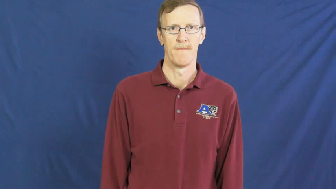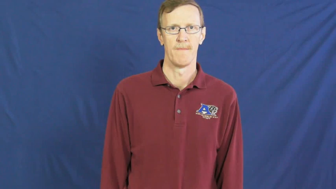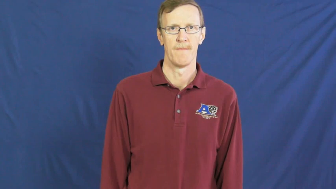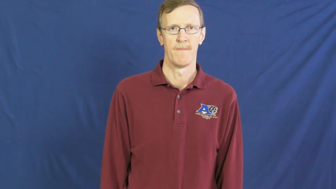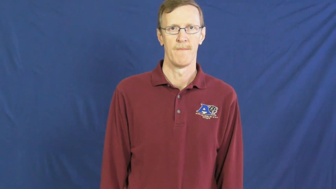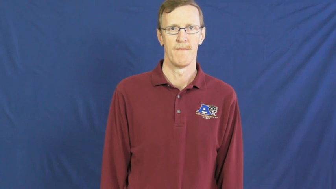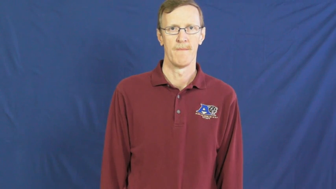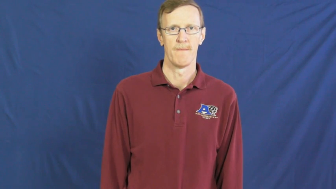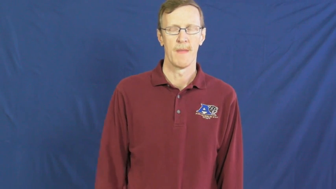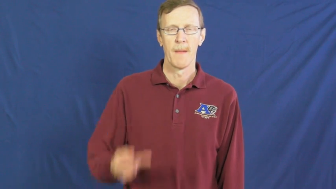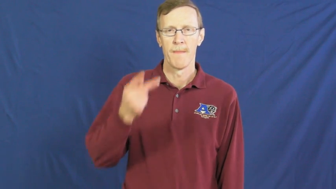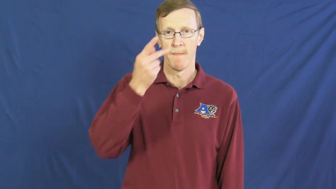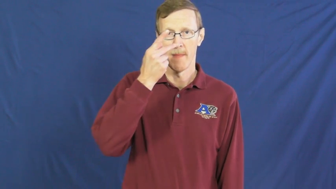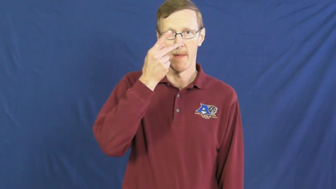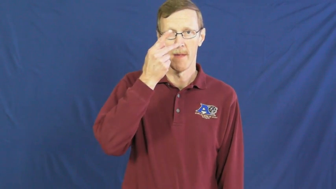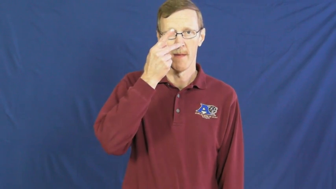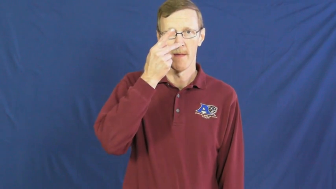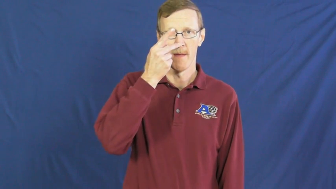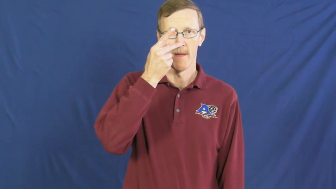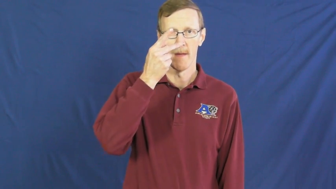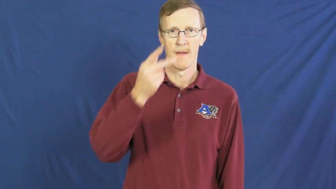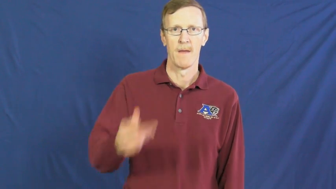penis